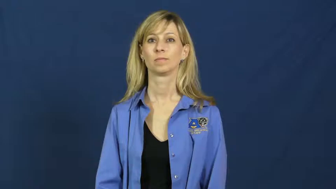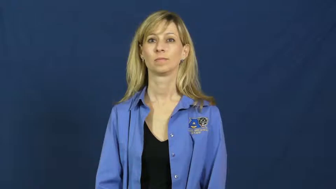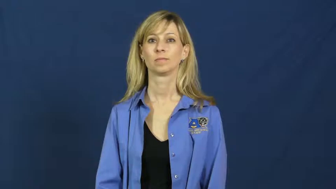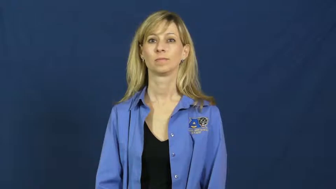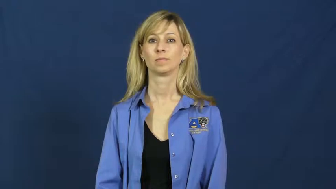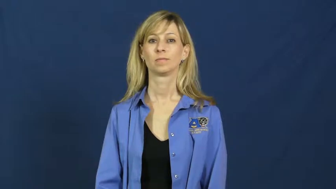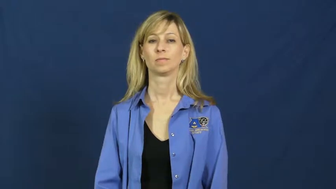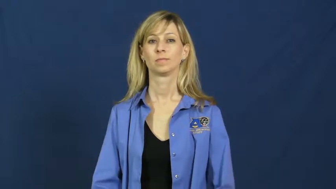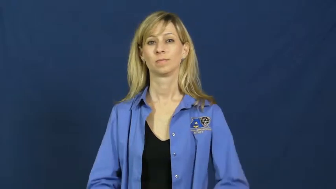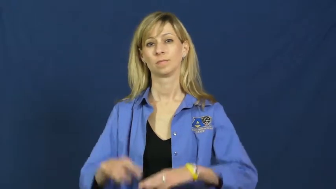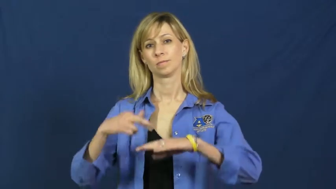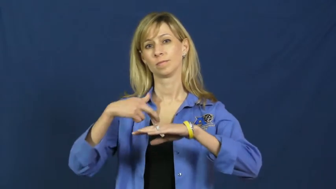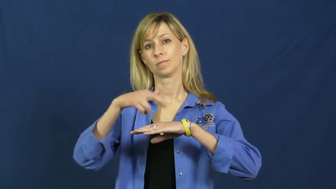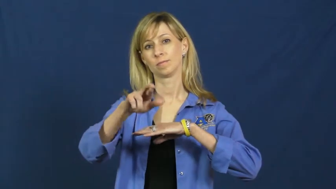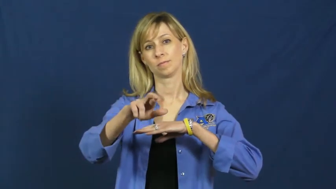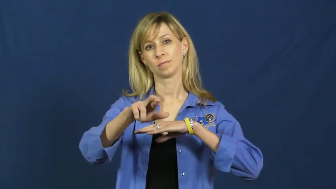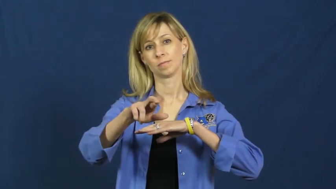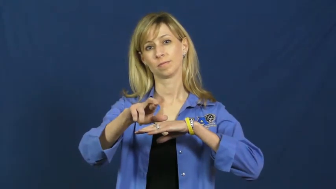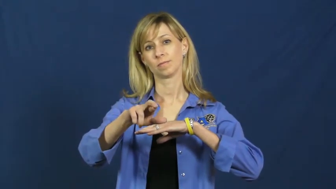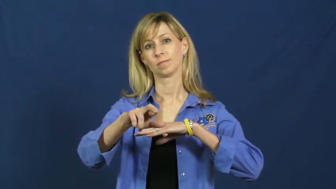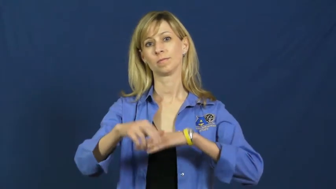refer-send